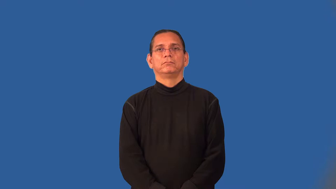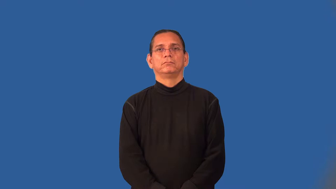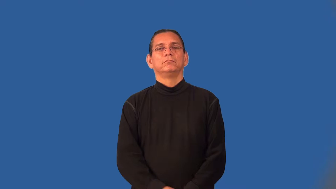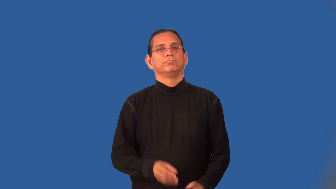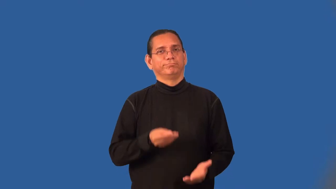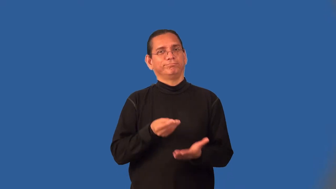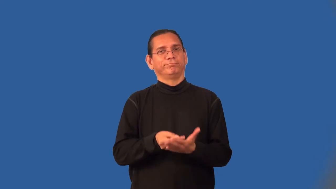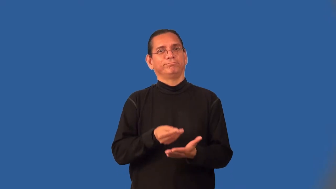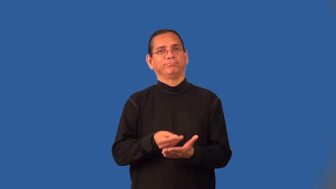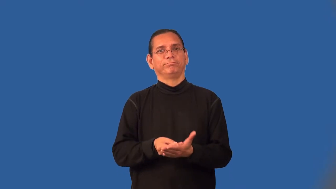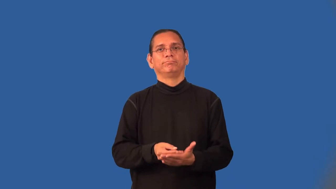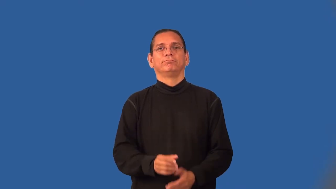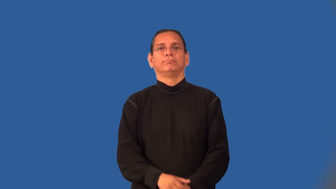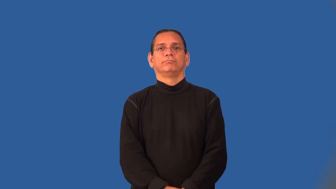pecuniary